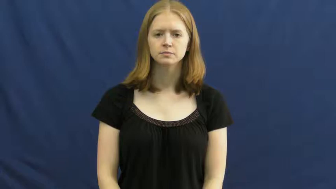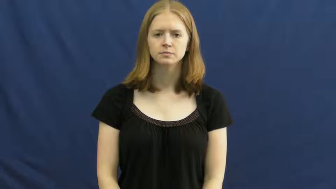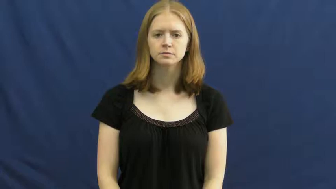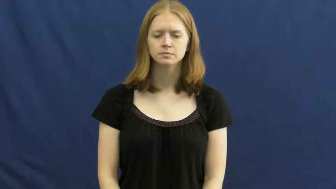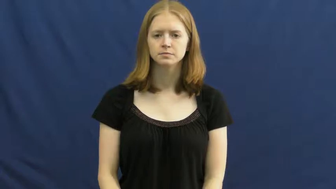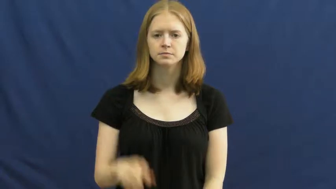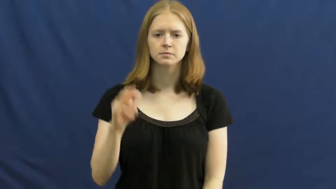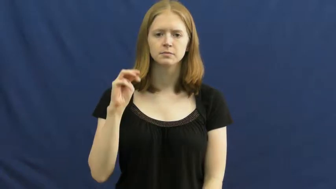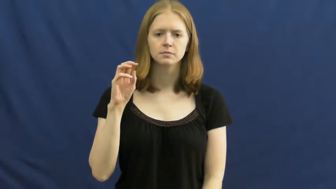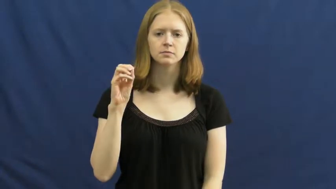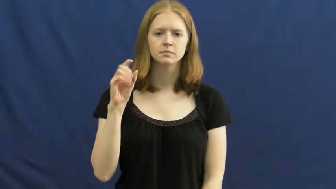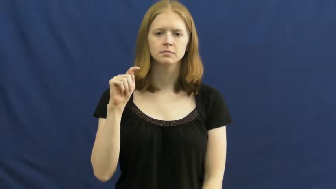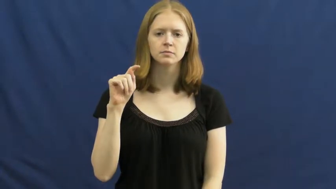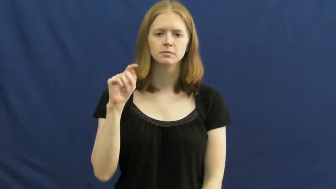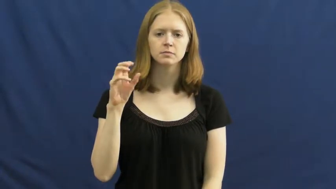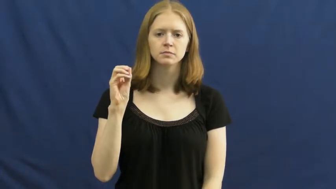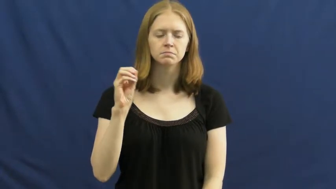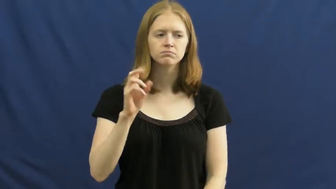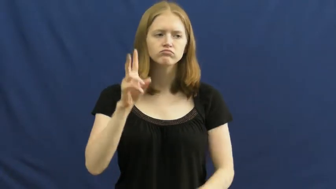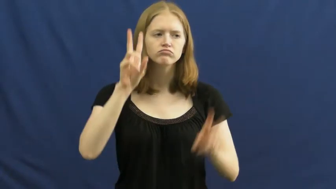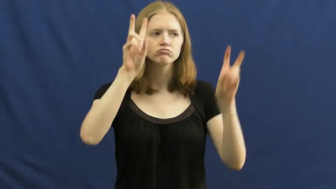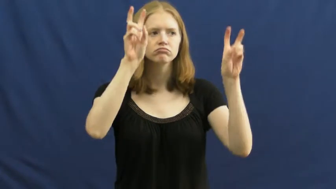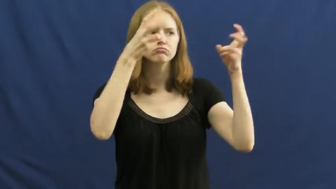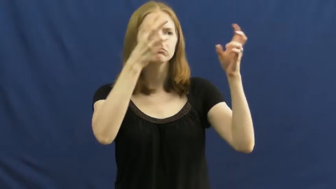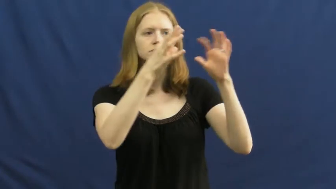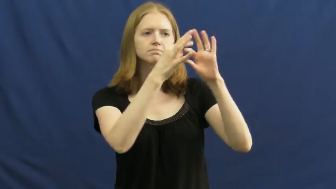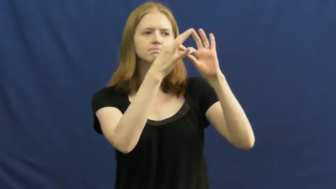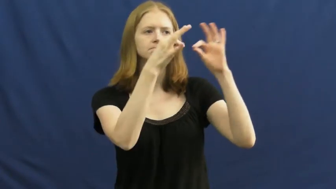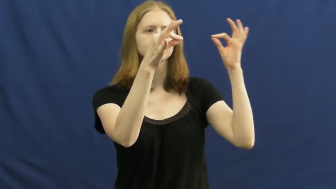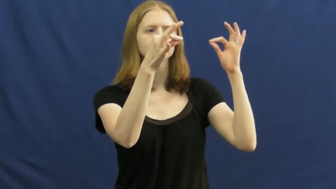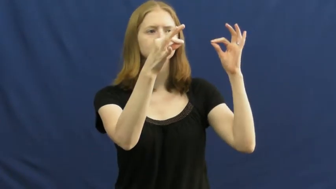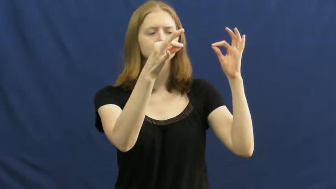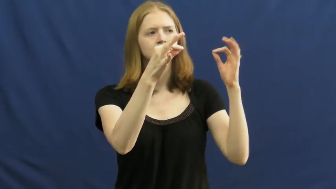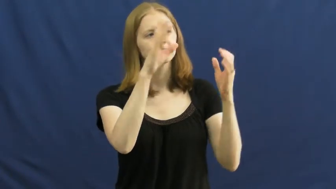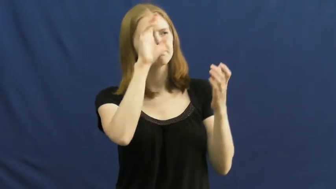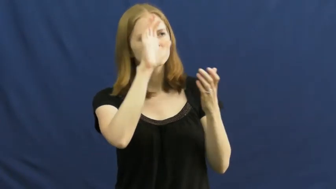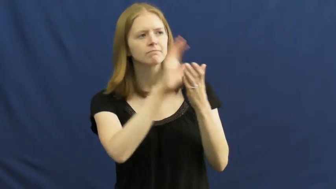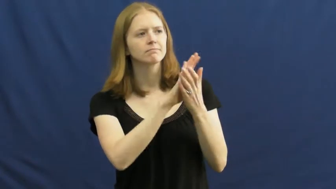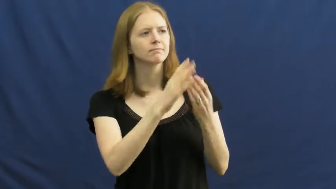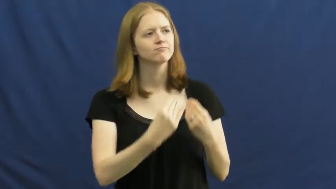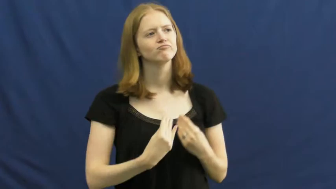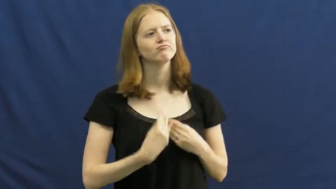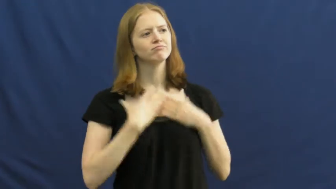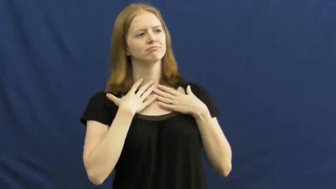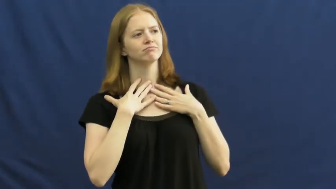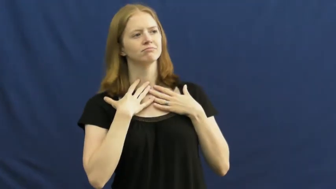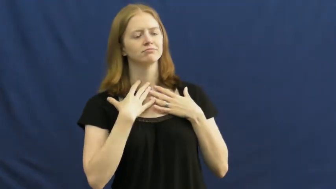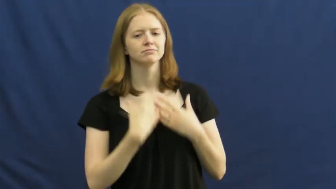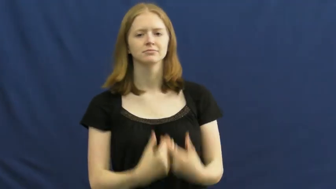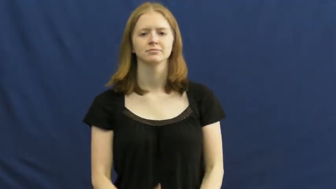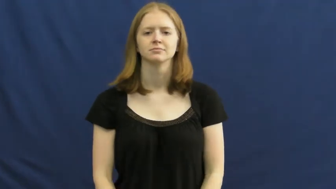motto